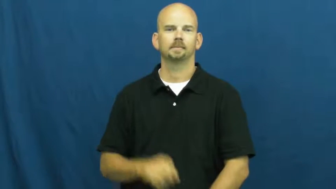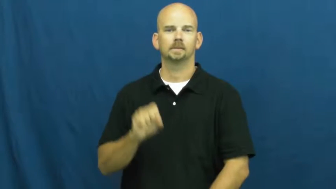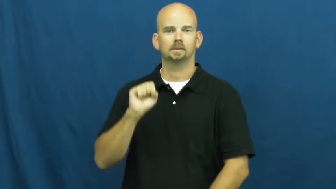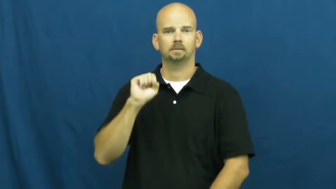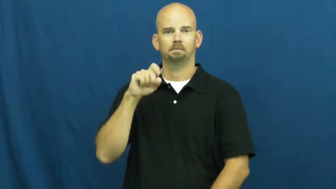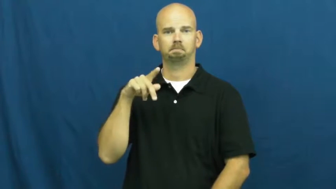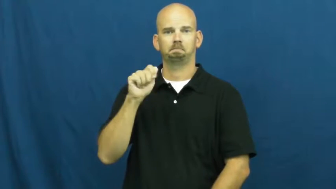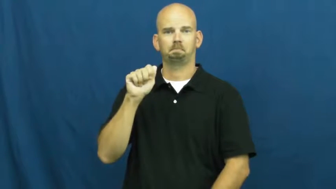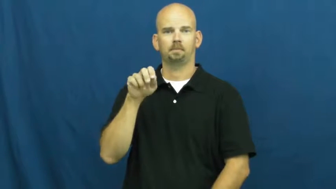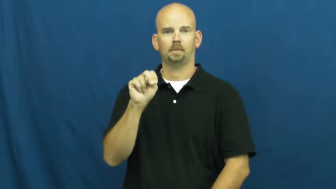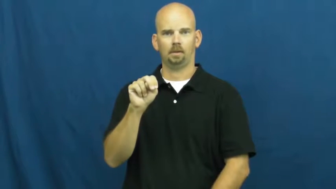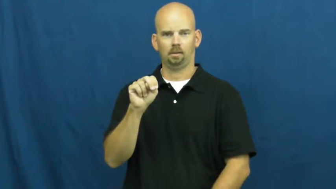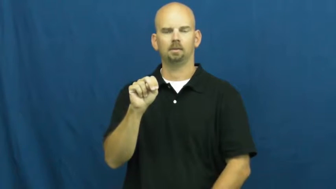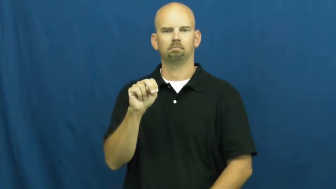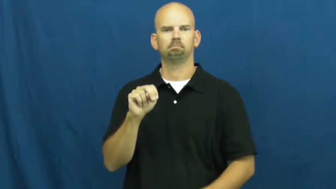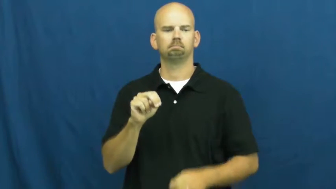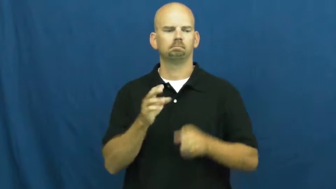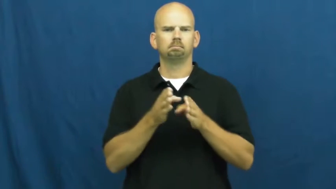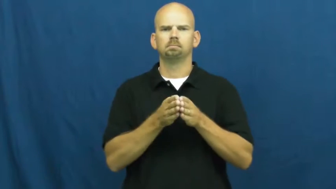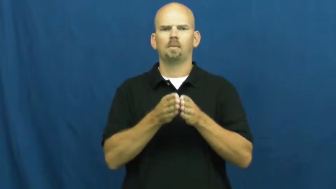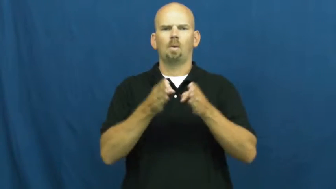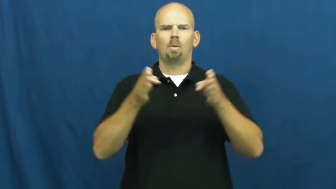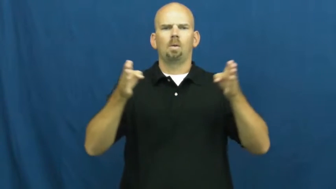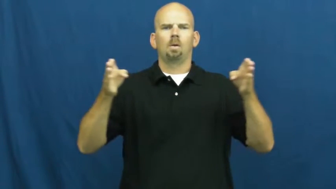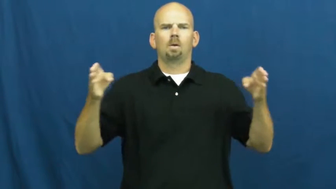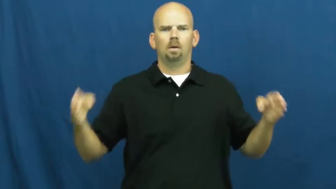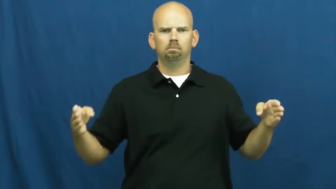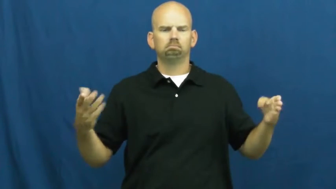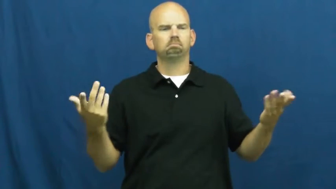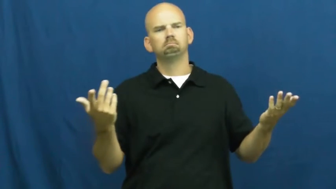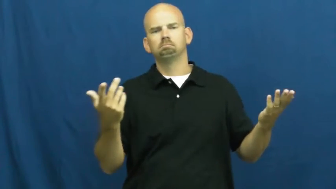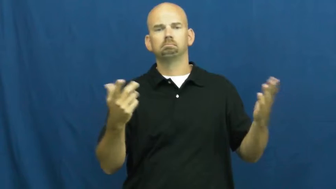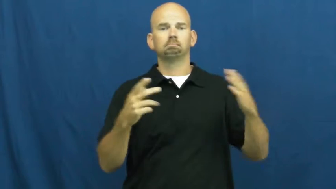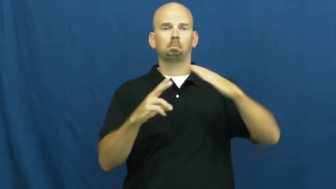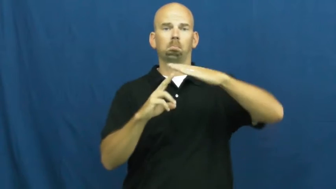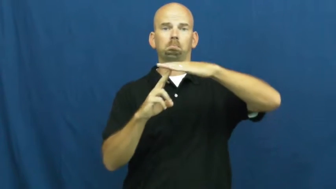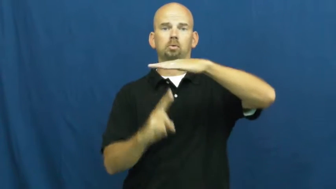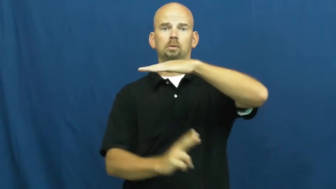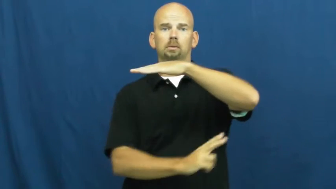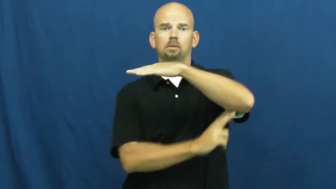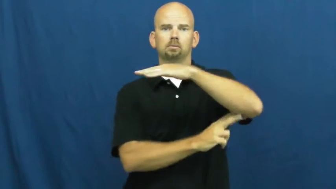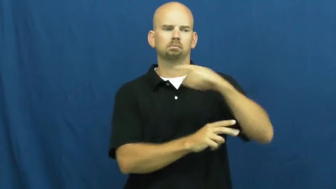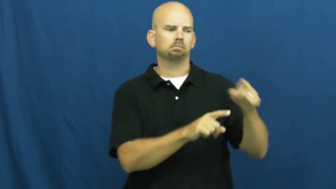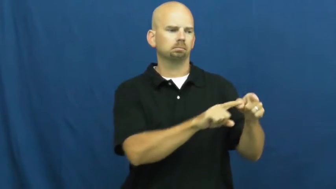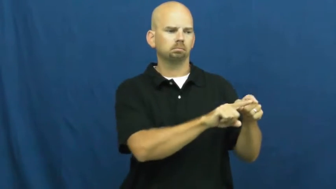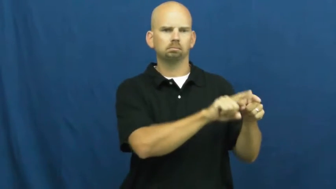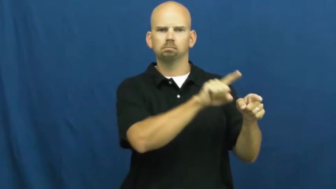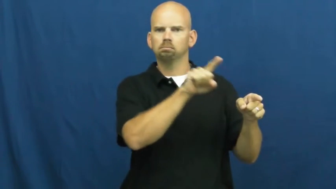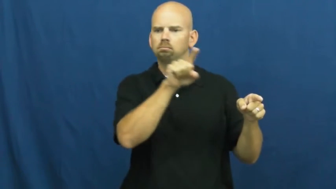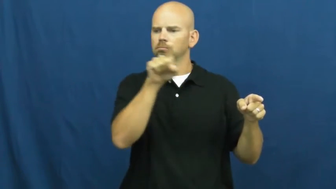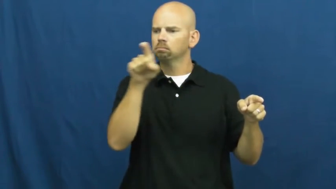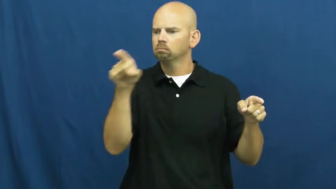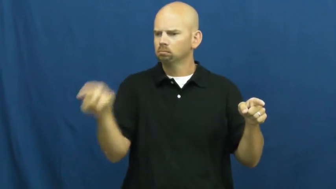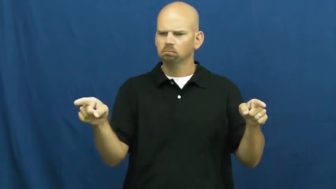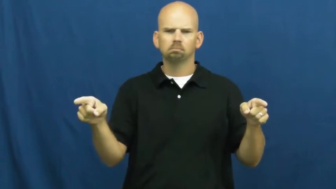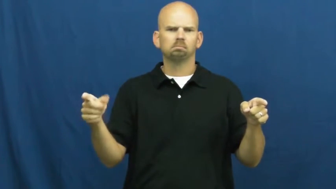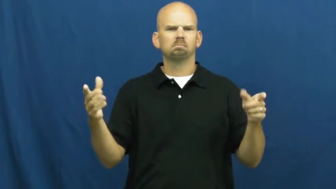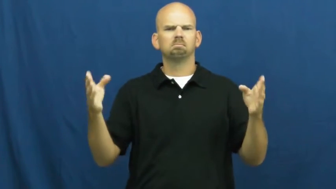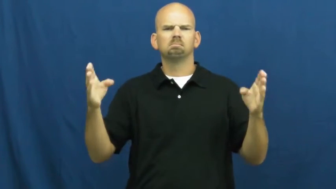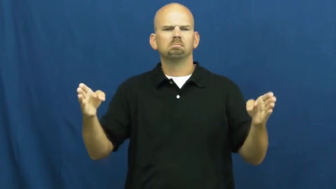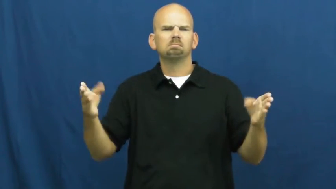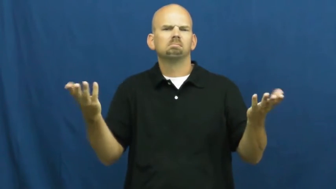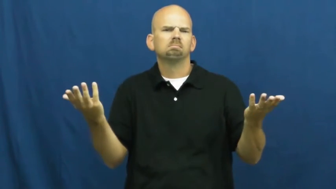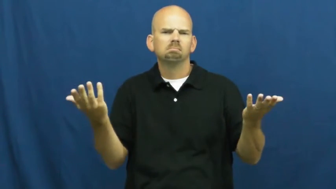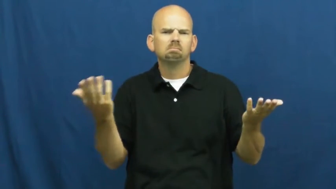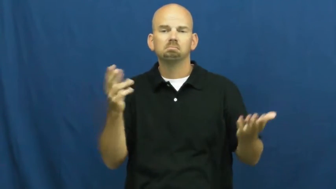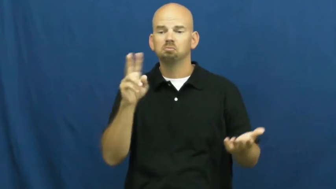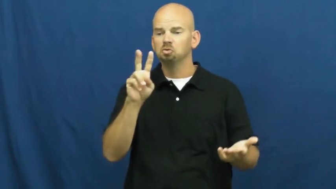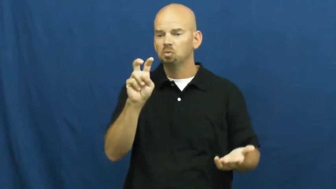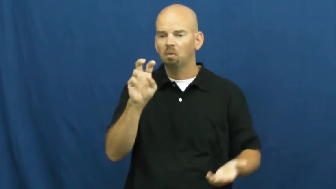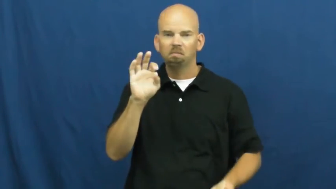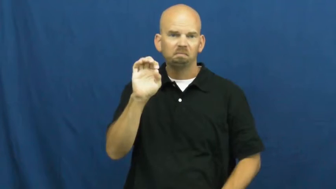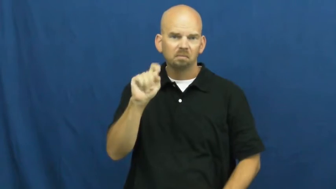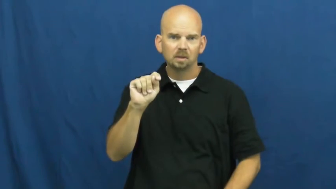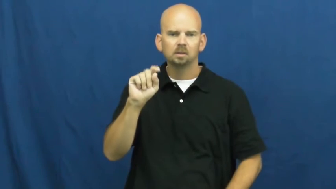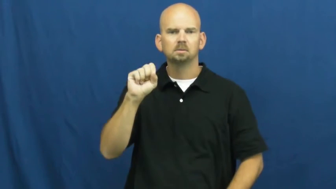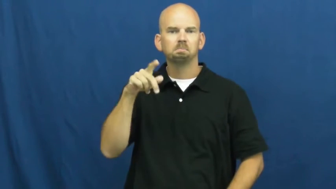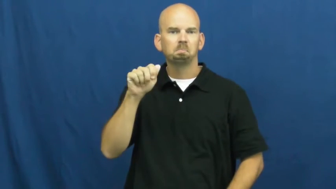span-distance